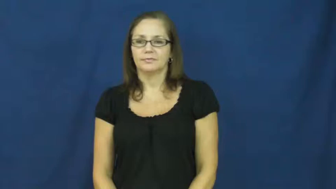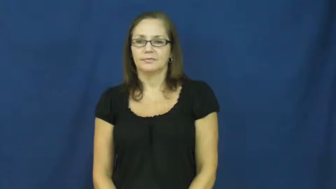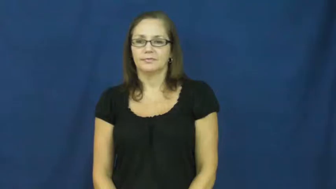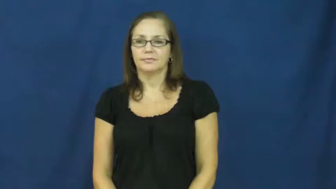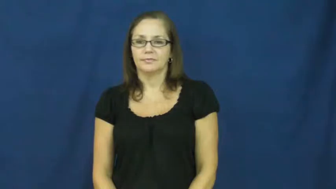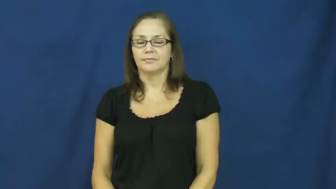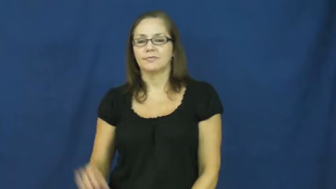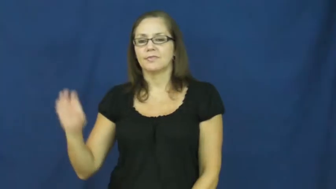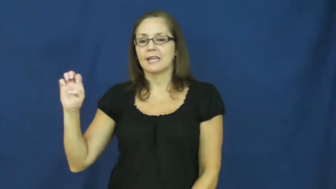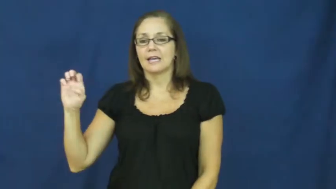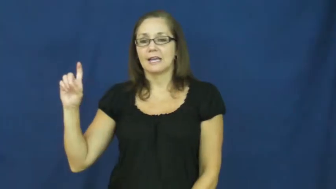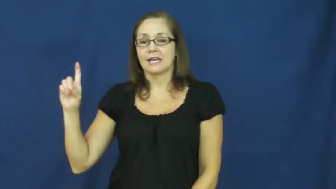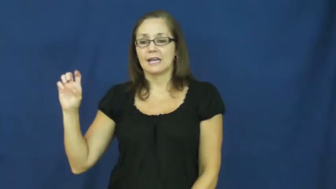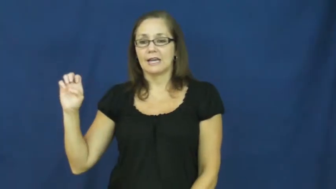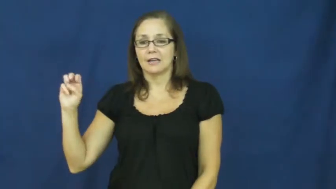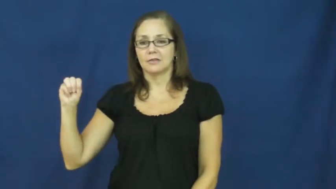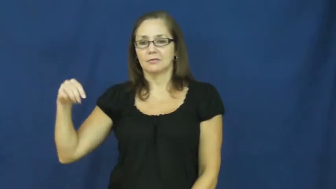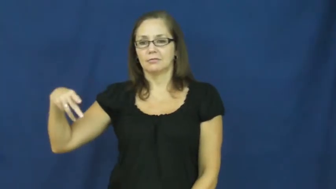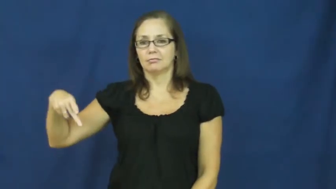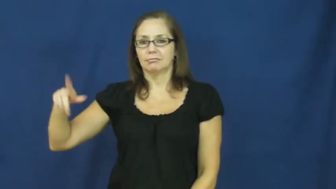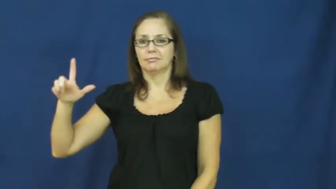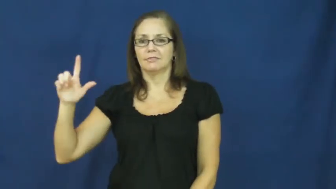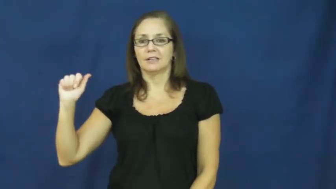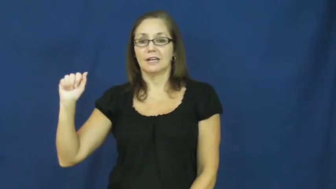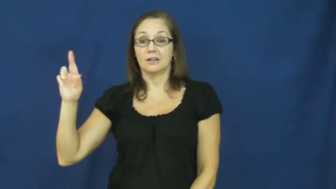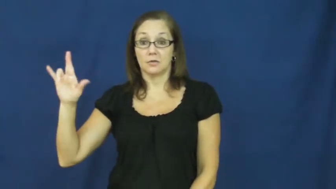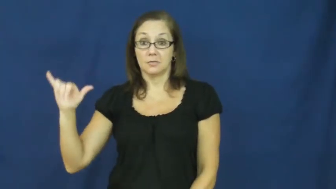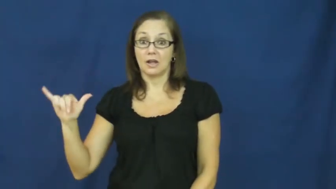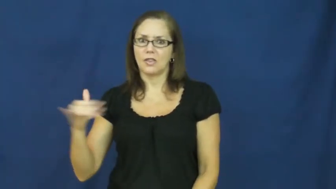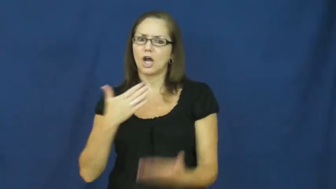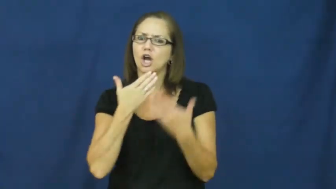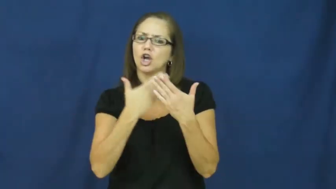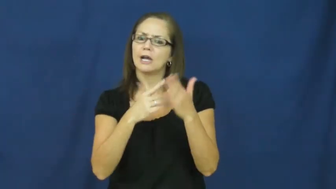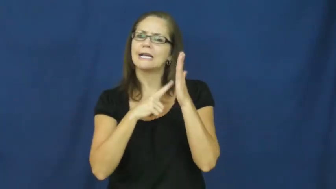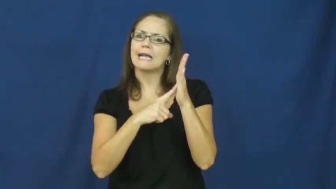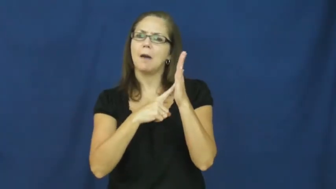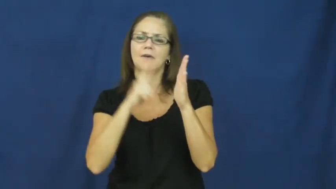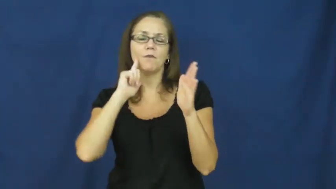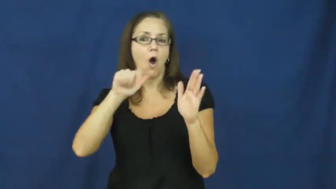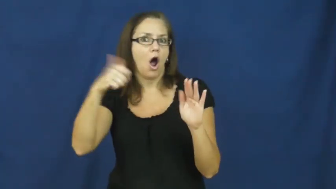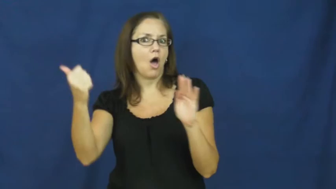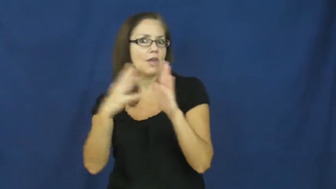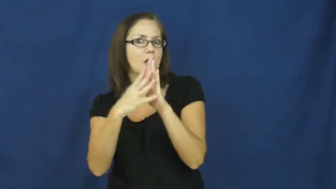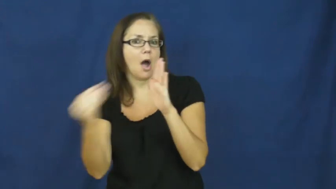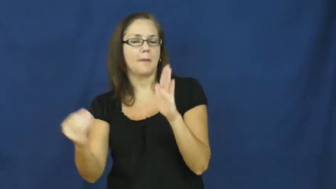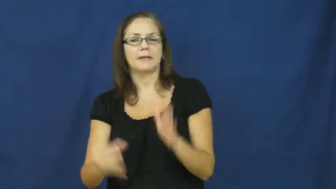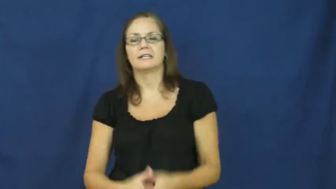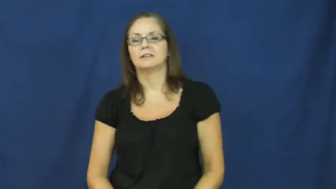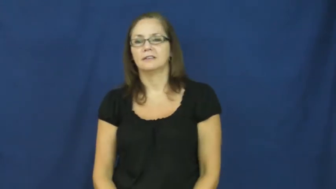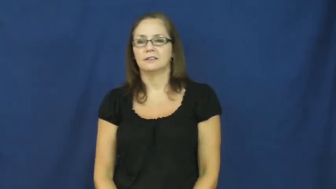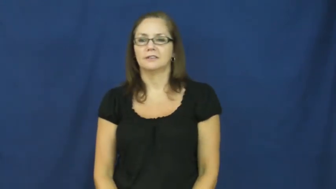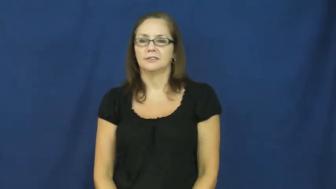exemplary,model